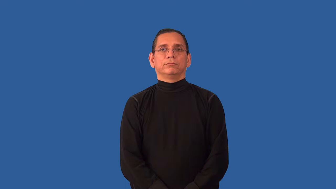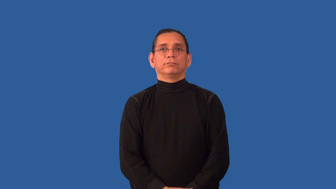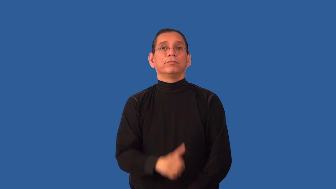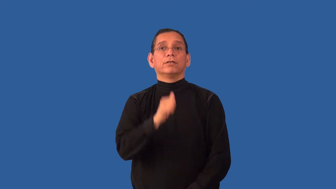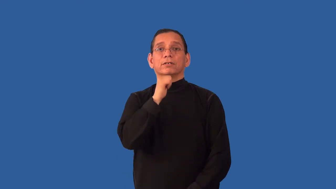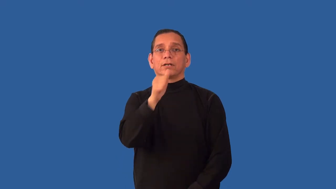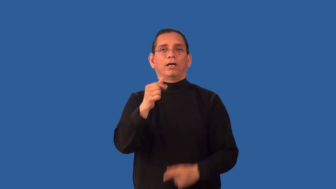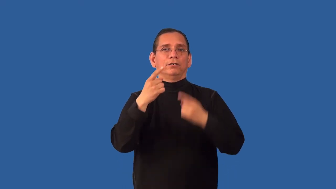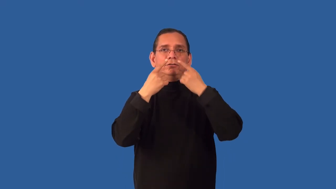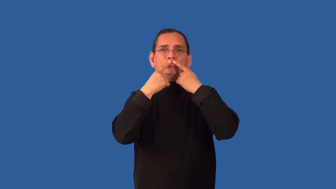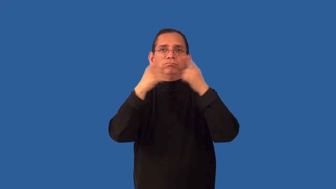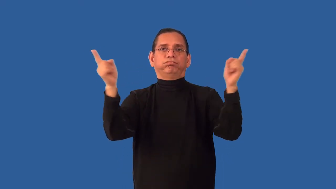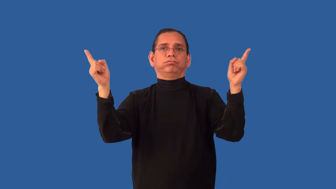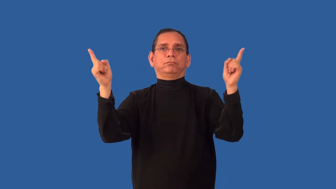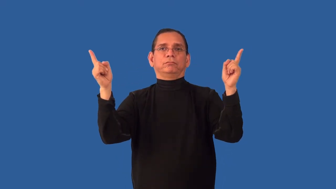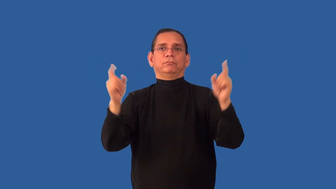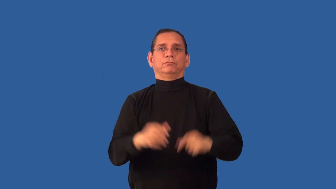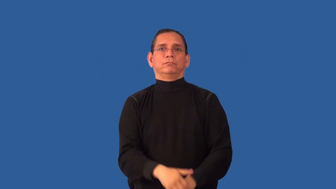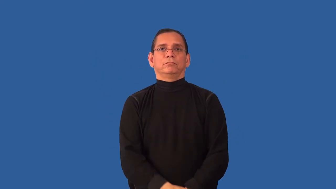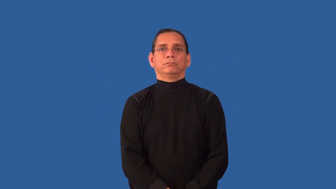unheralded